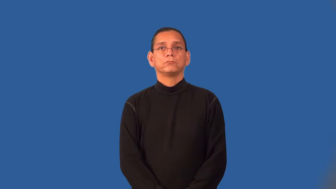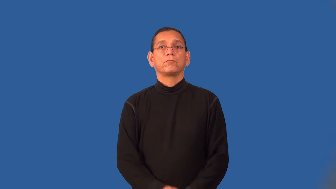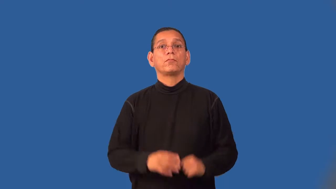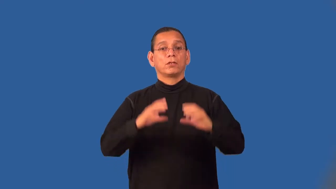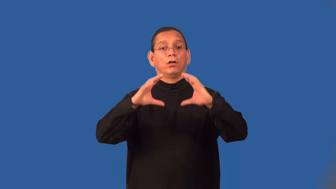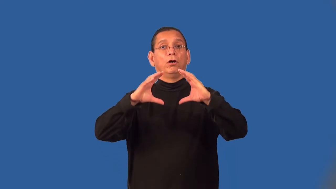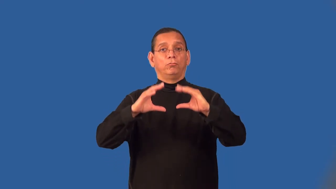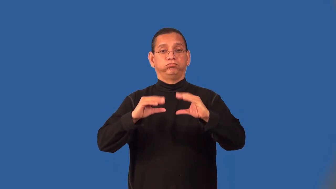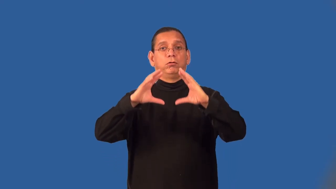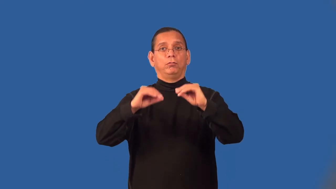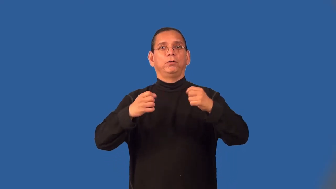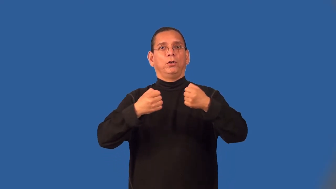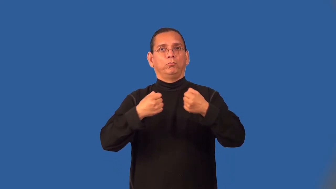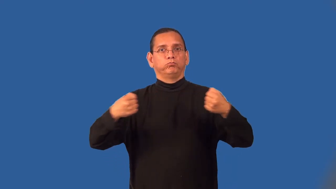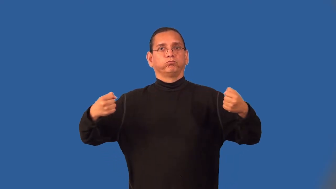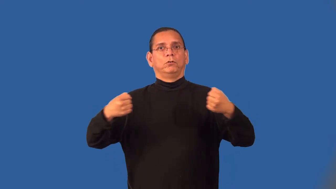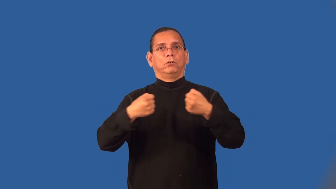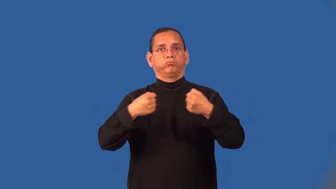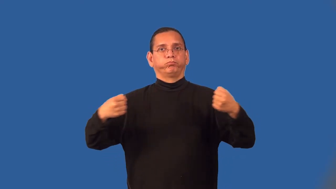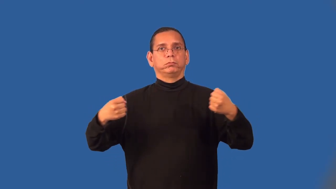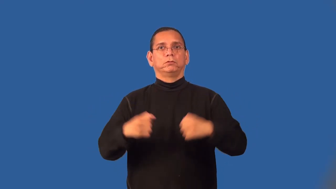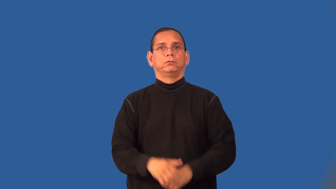springy